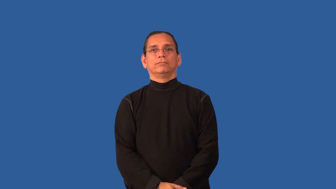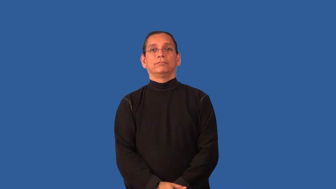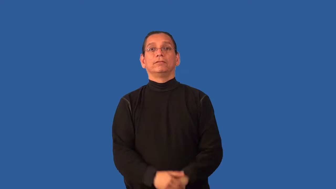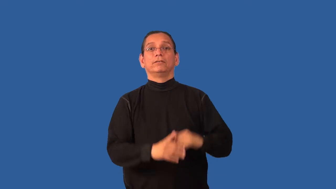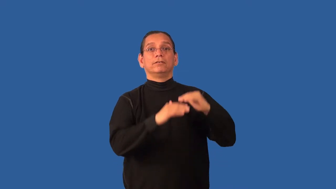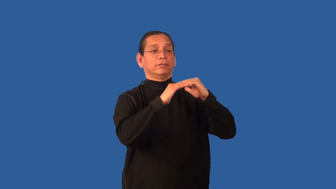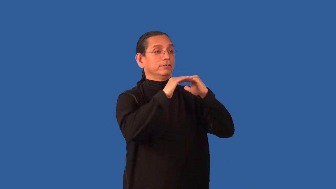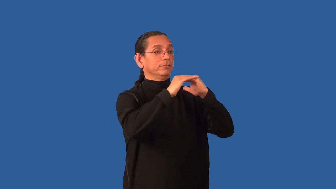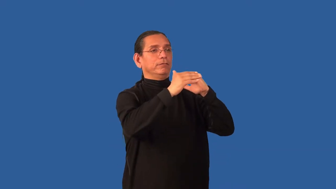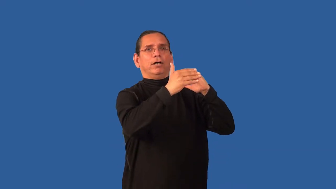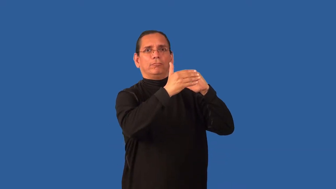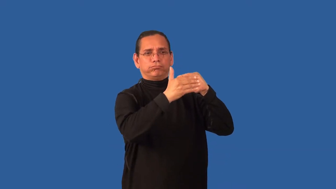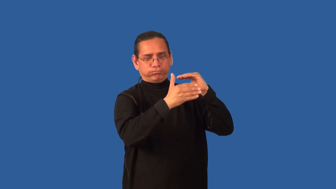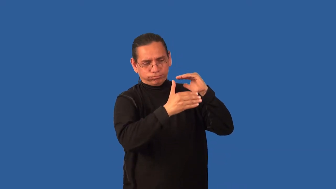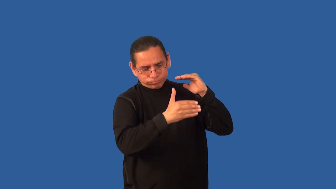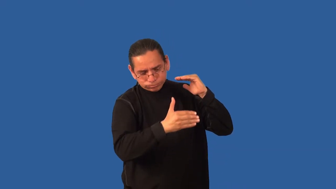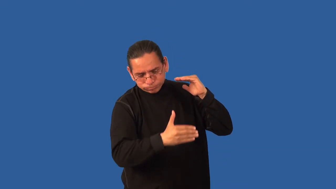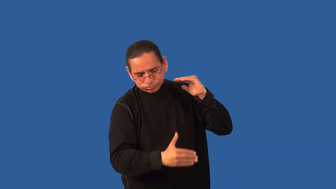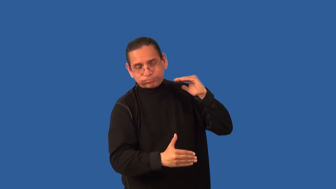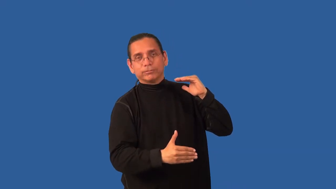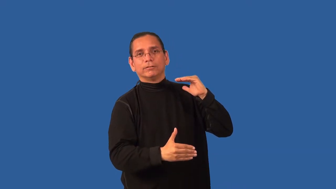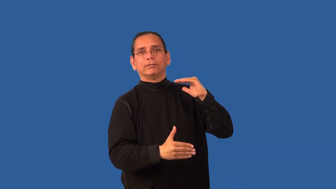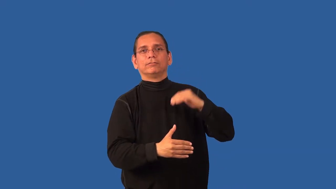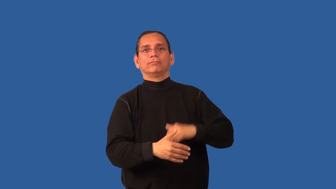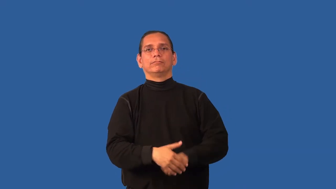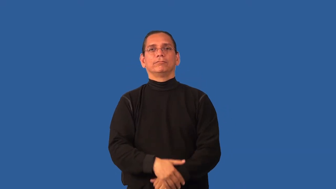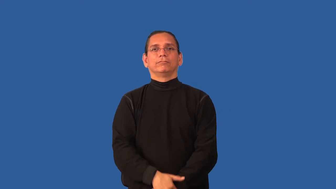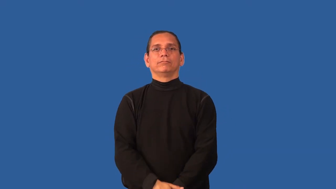bluff-noun